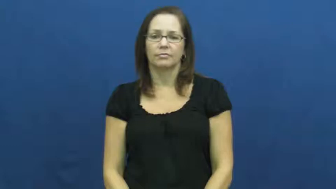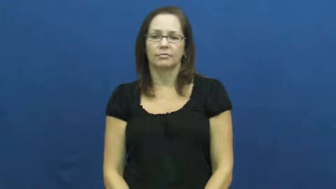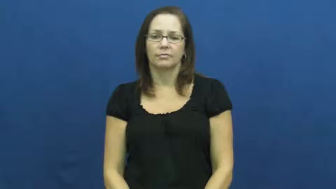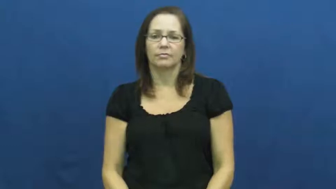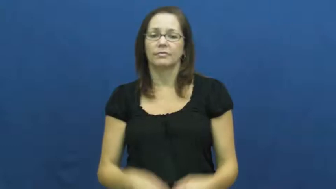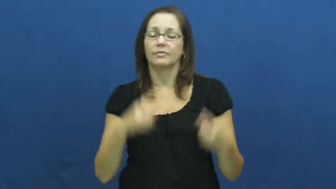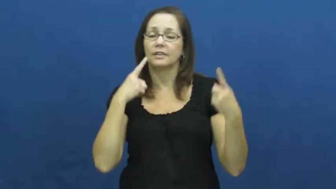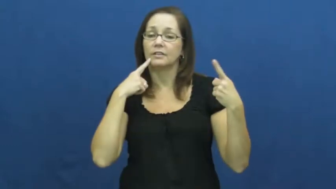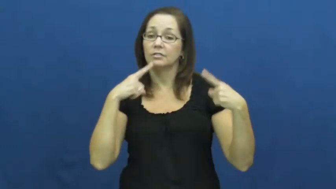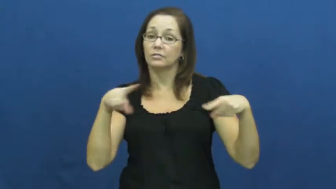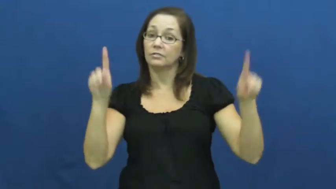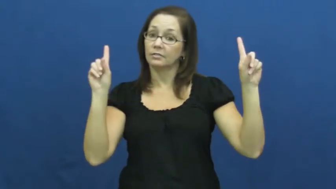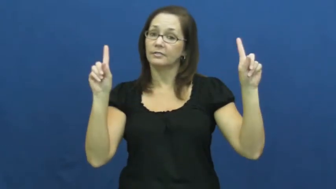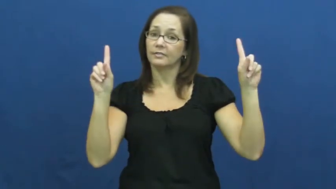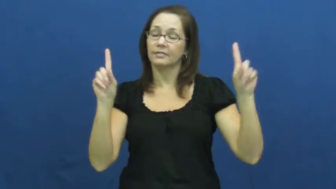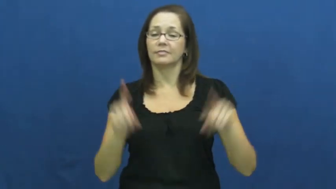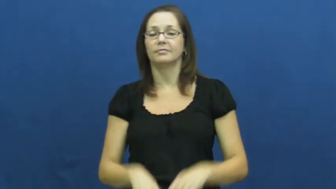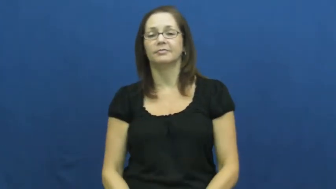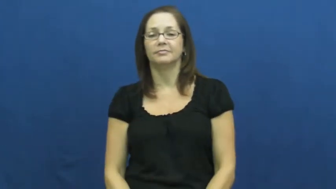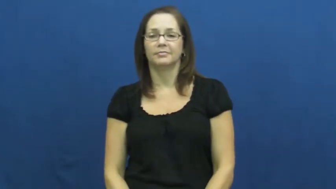pull off,carry off,bring off,fruitful,gangbusters,surefire-succeed